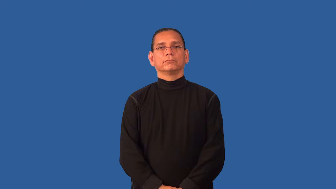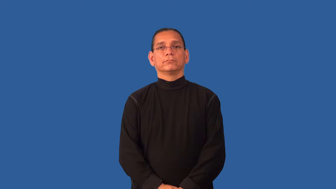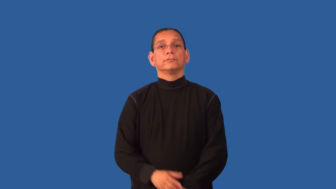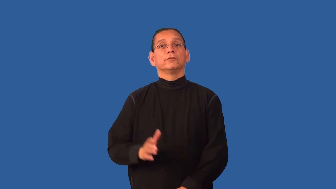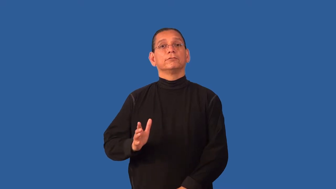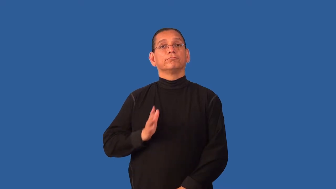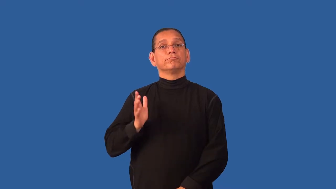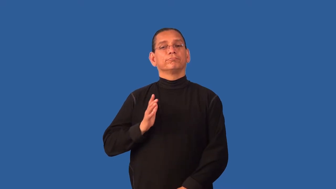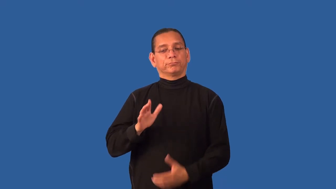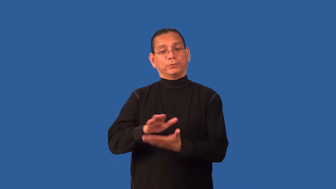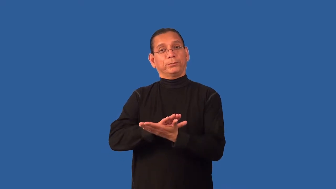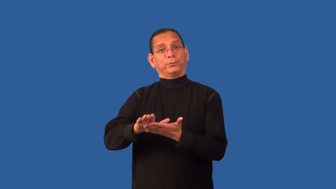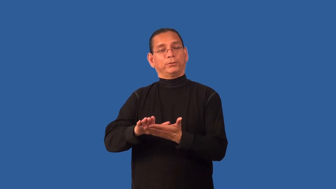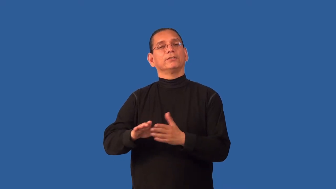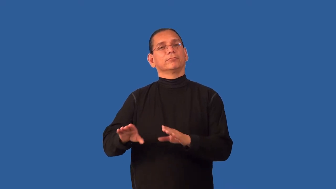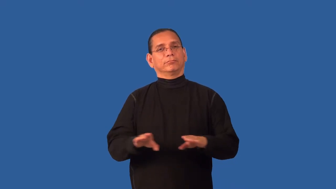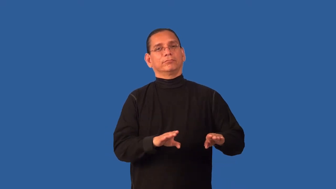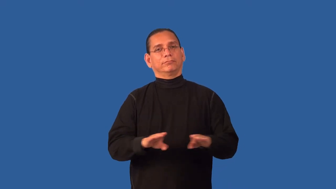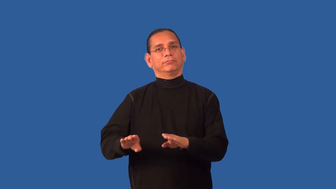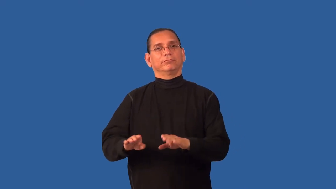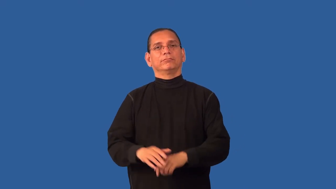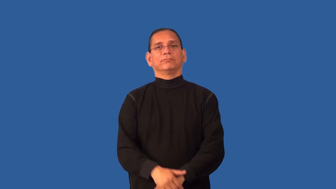decorum,convention,nicety,decency